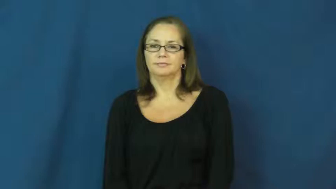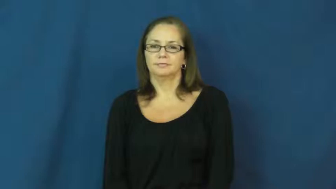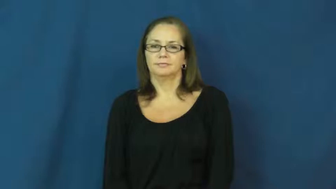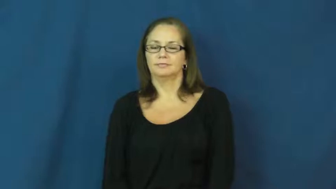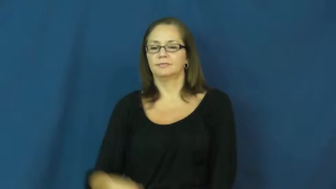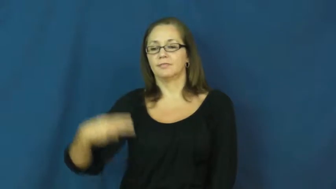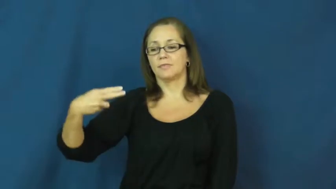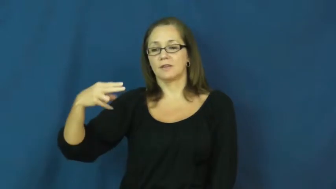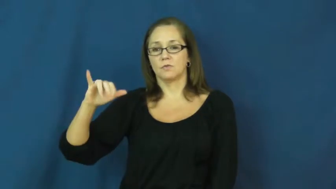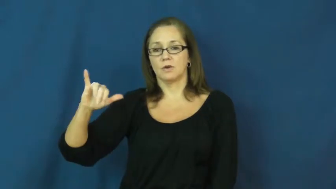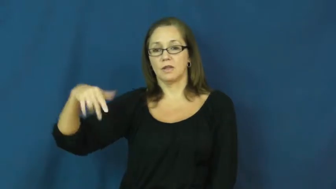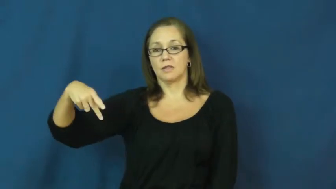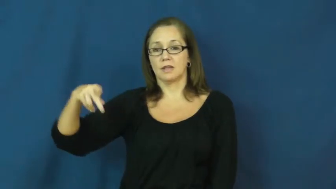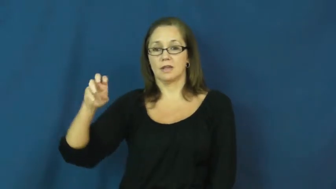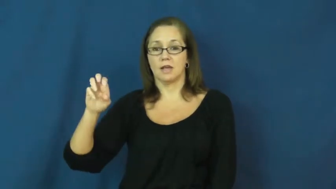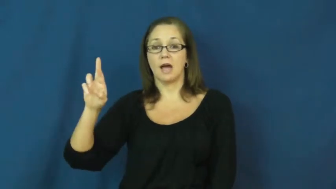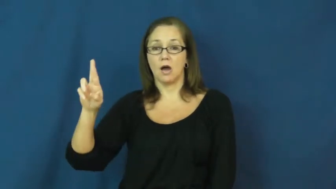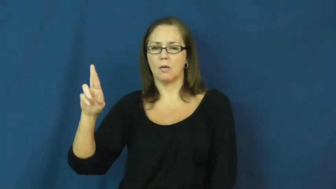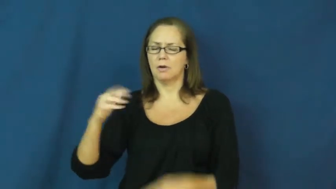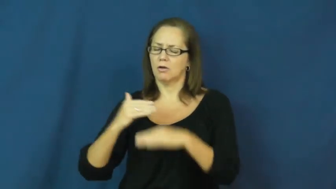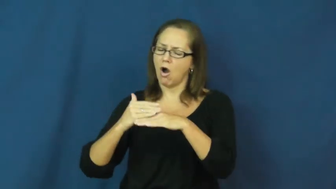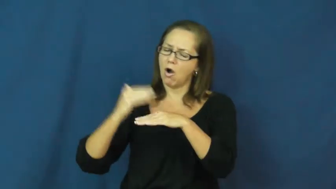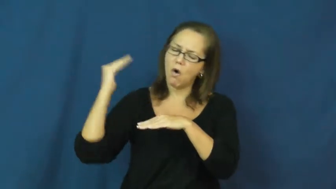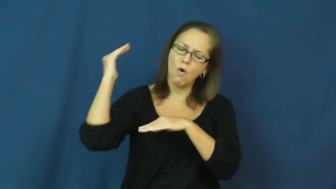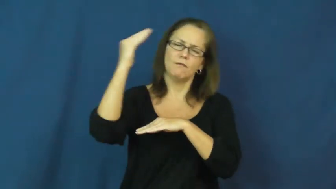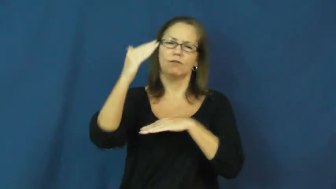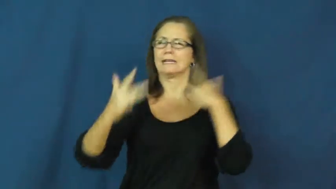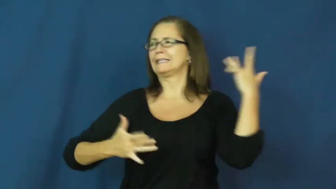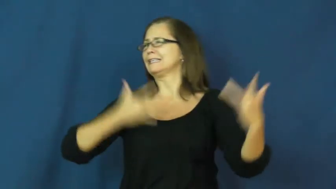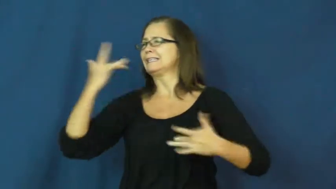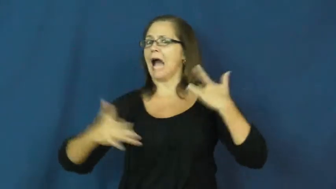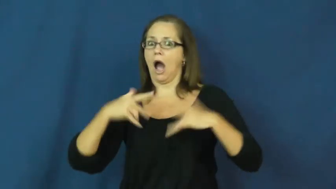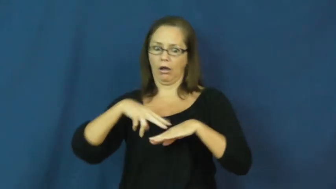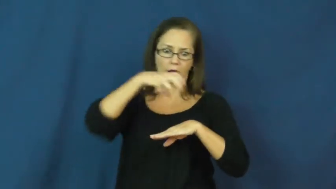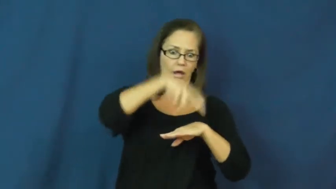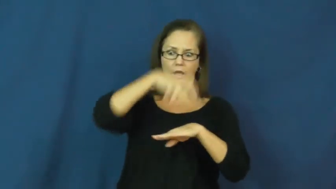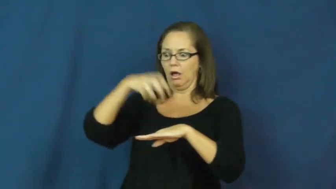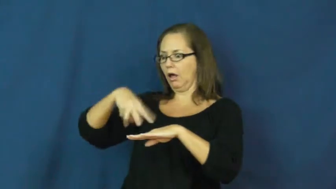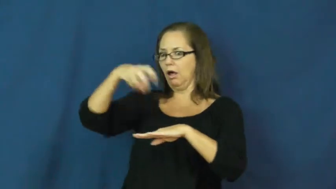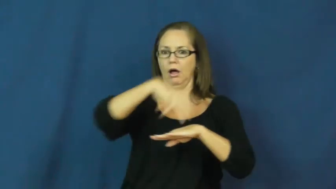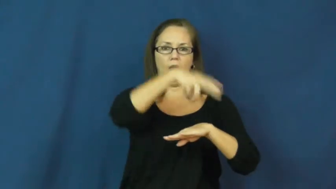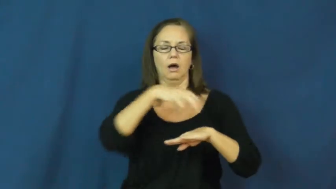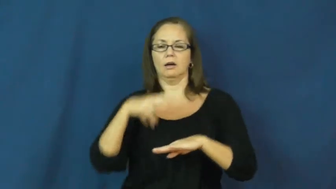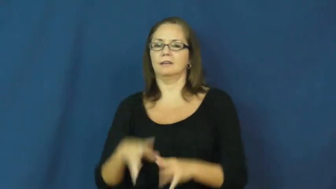hyper